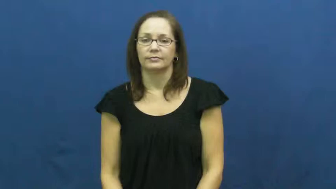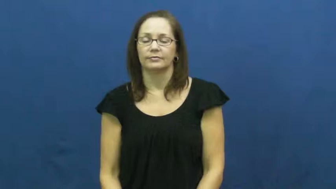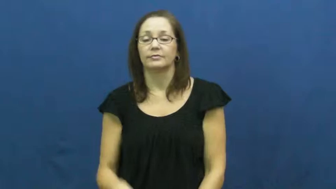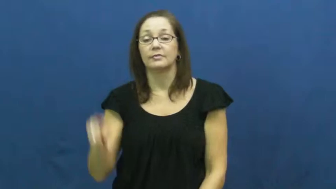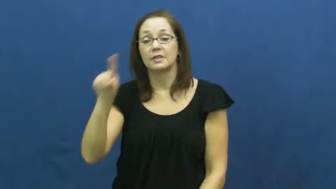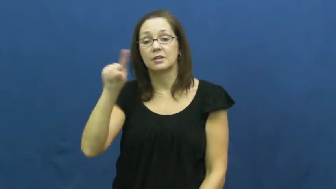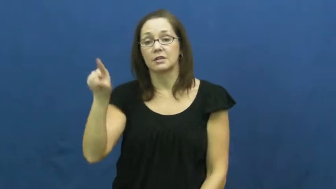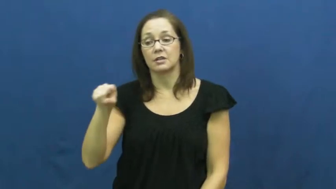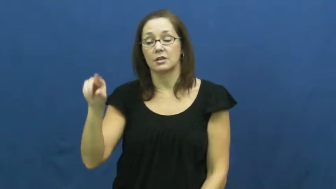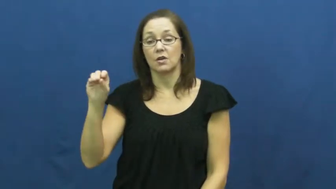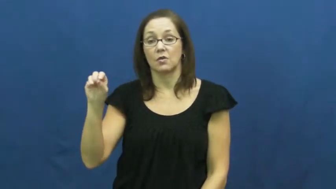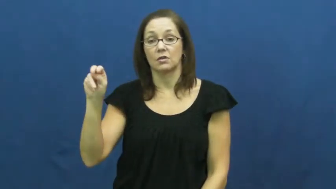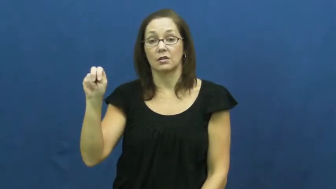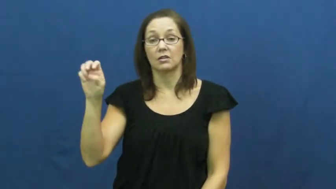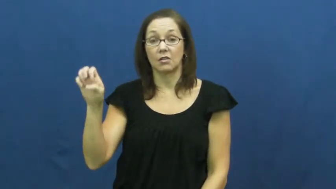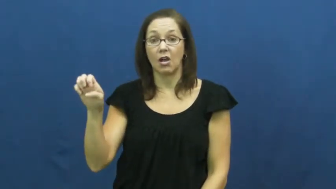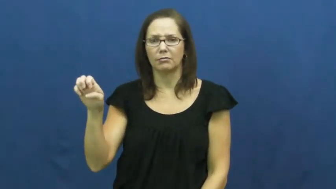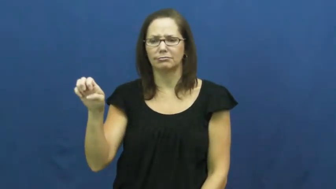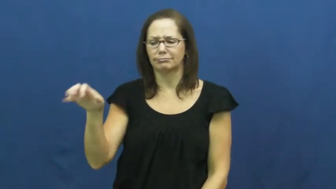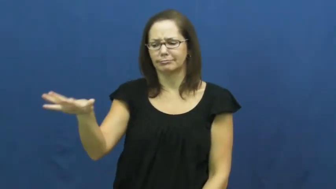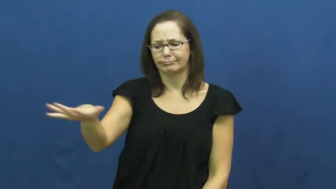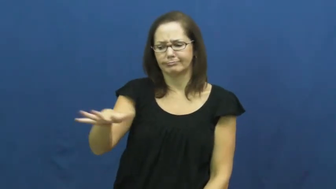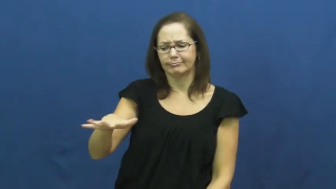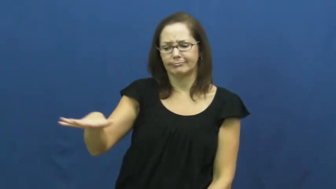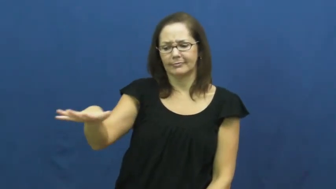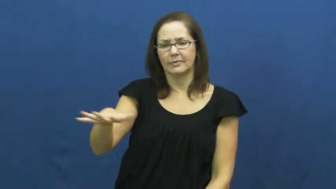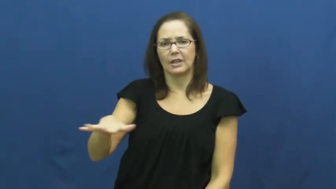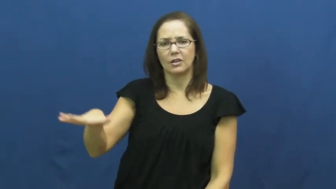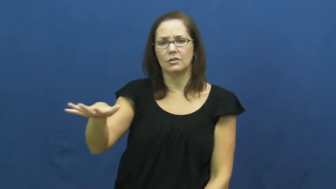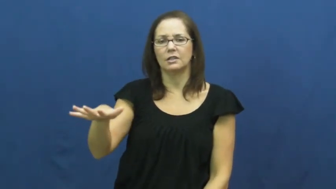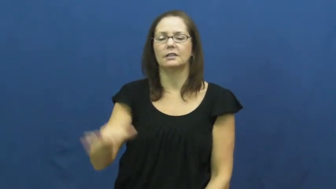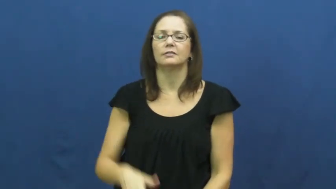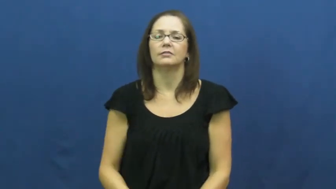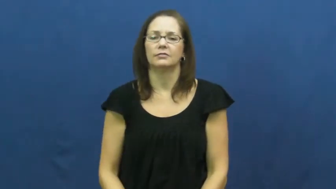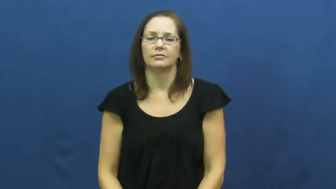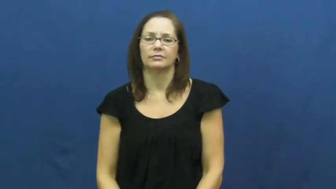zone-area